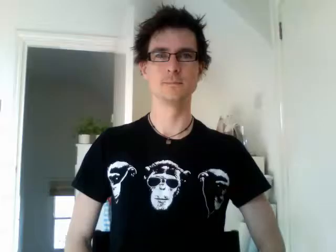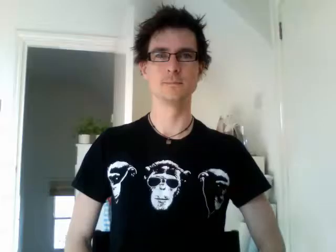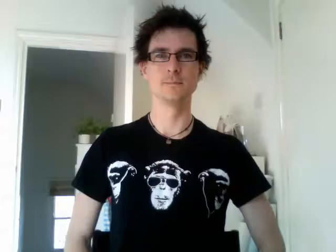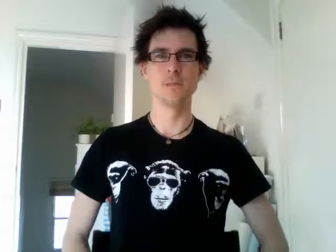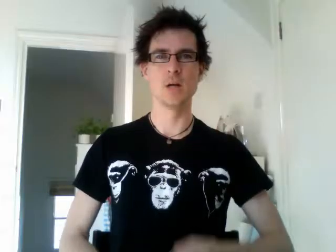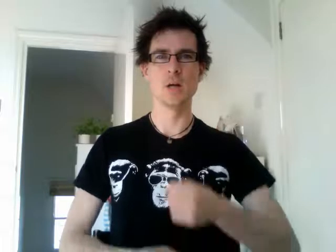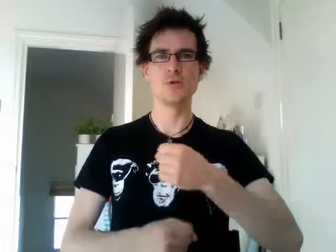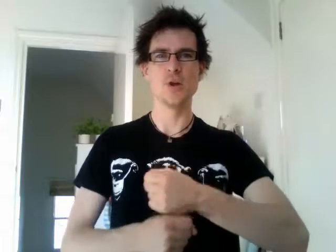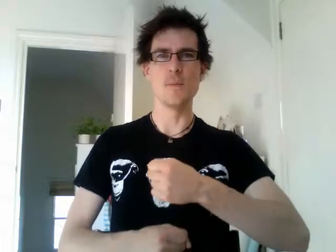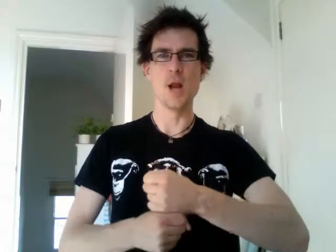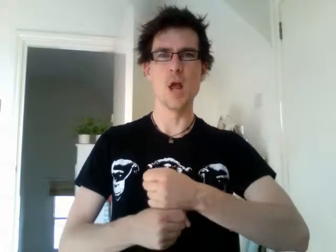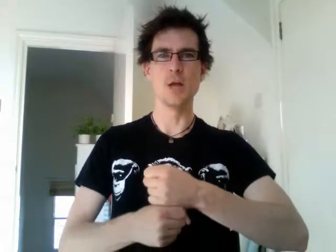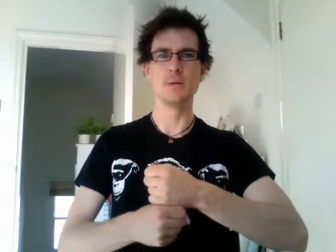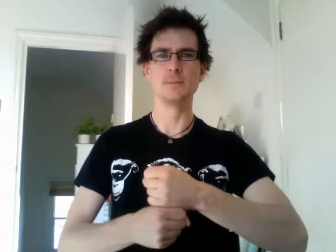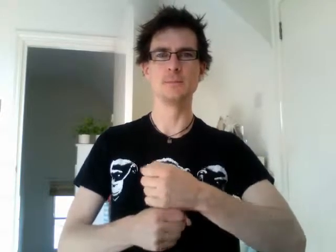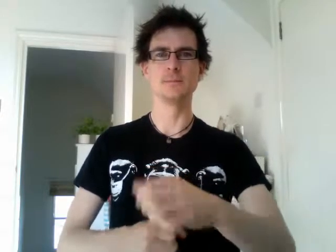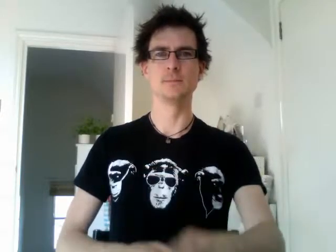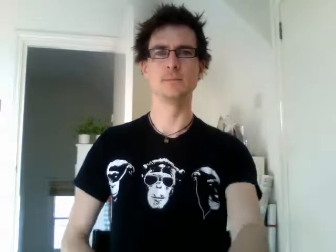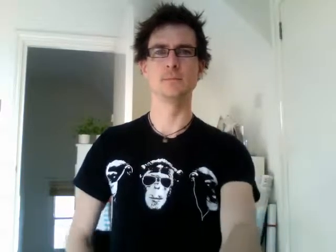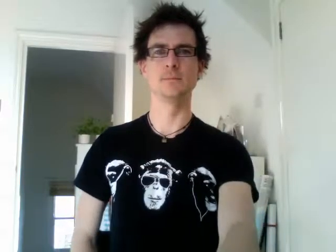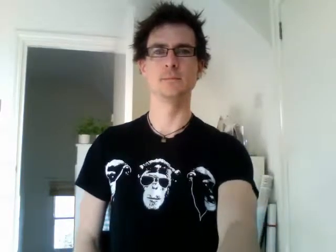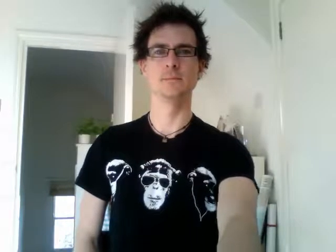germany